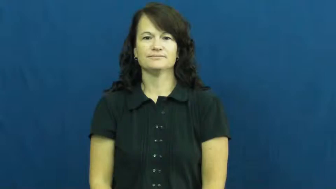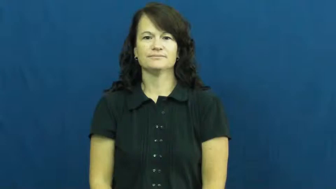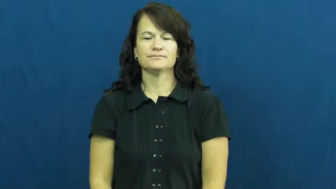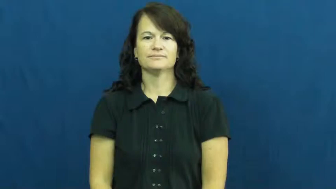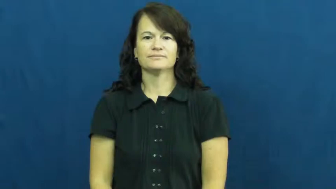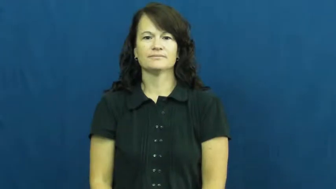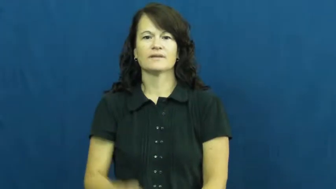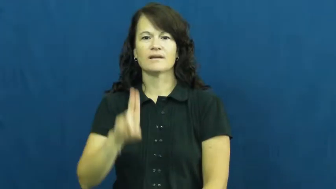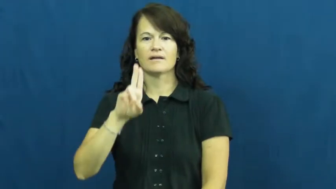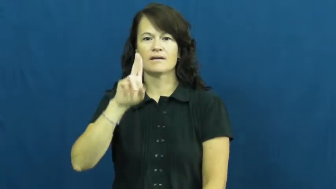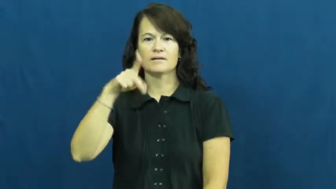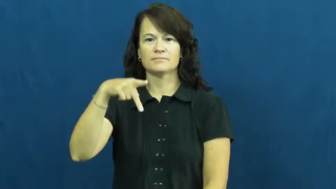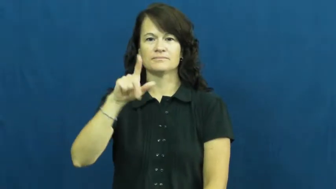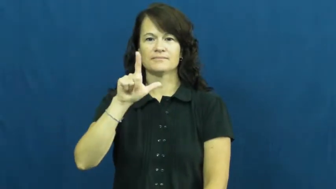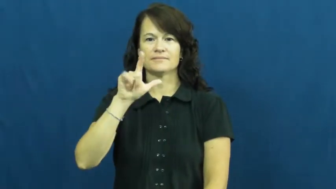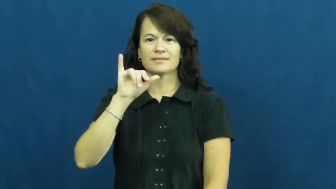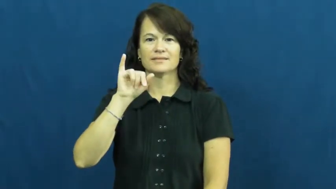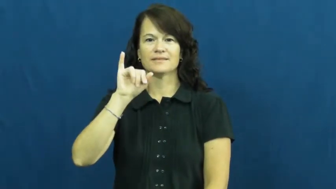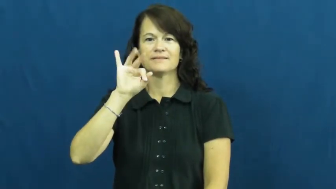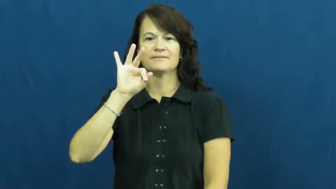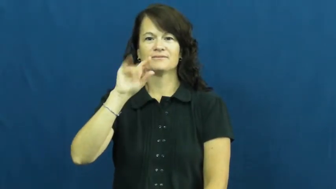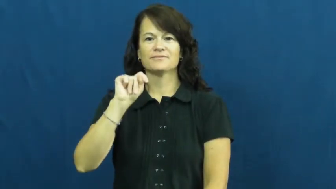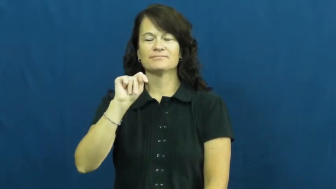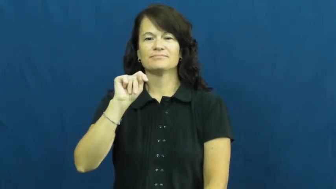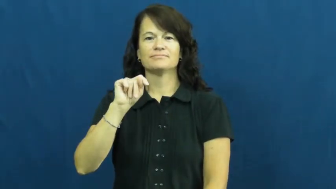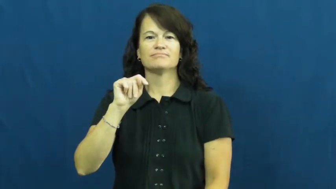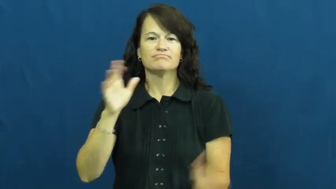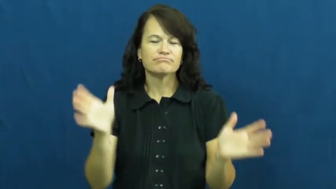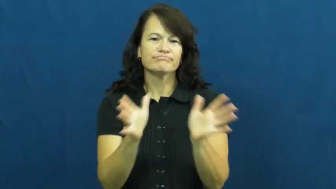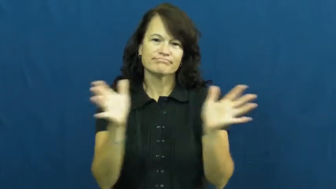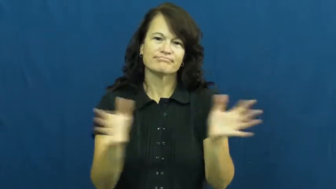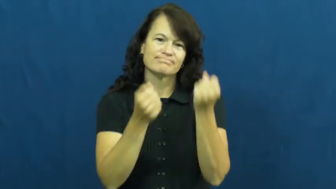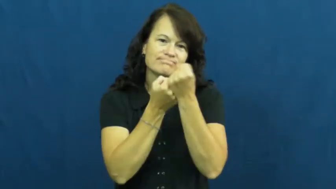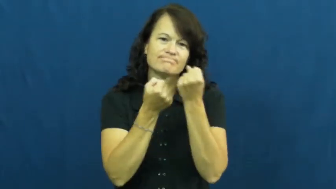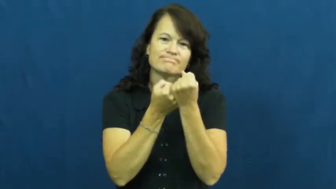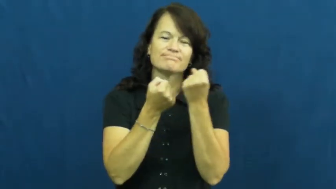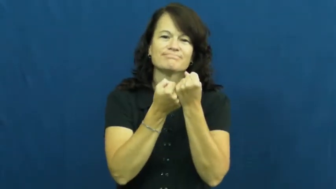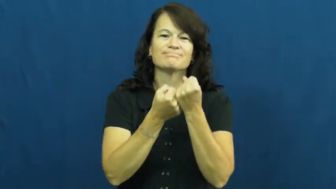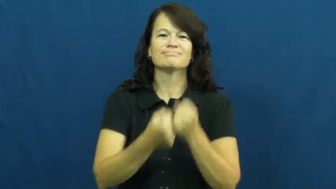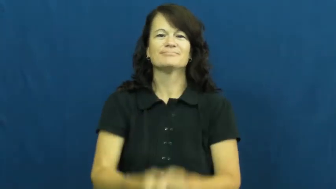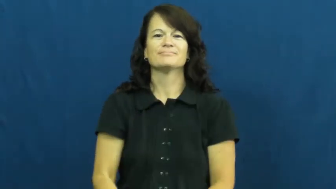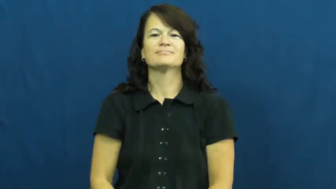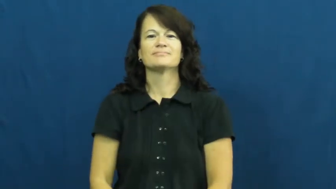uplift